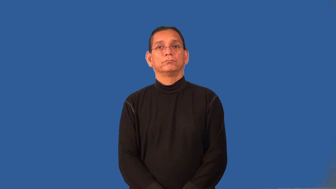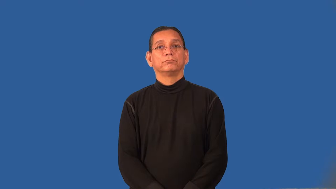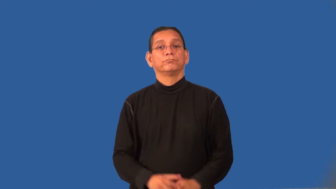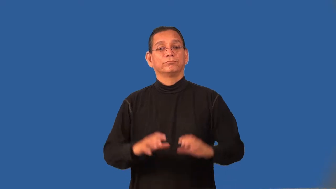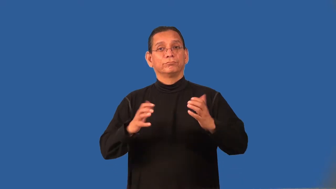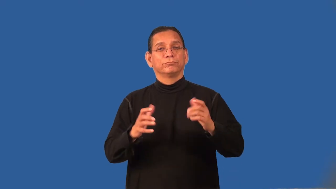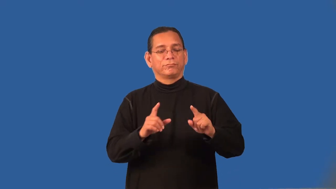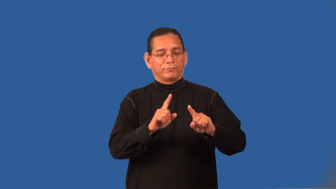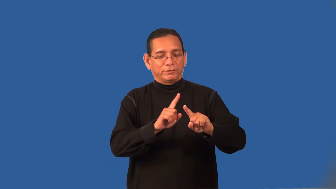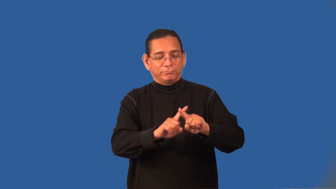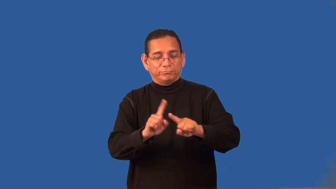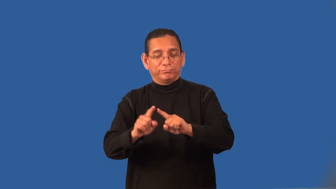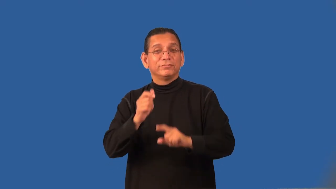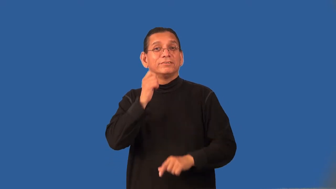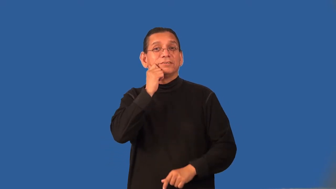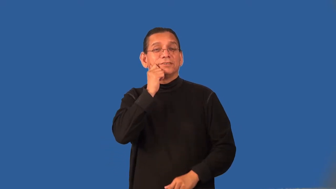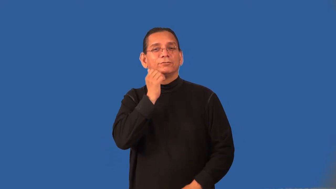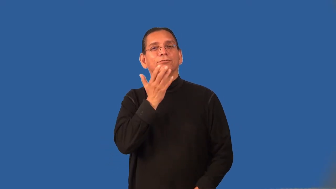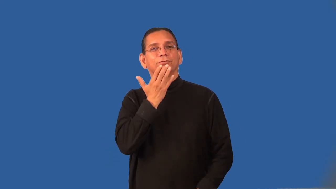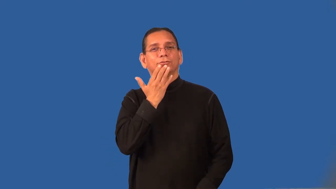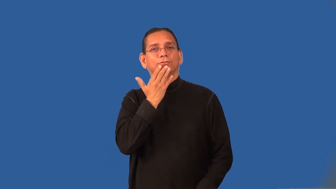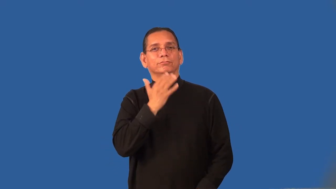racial